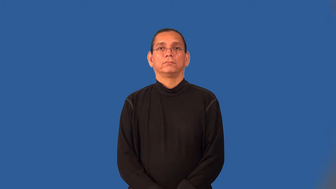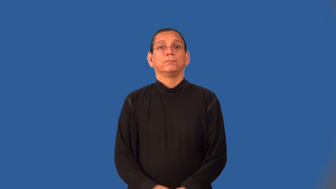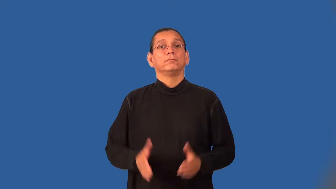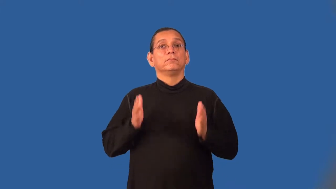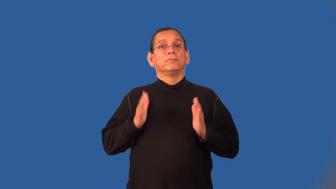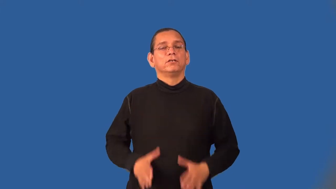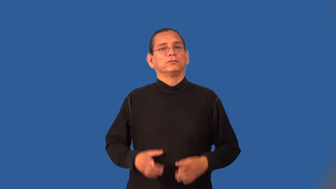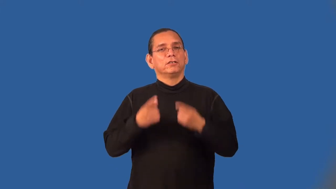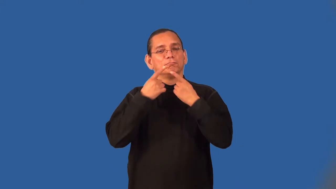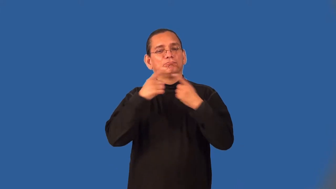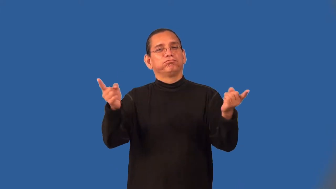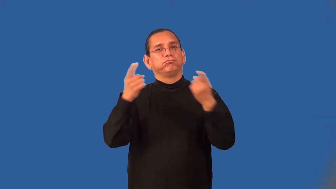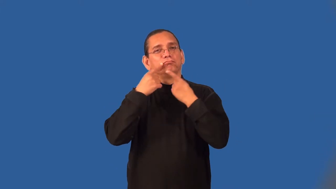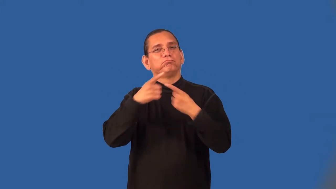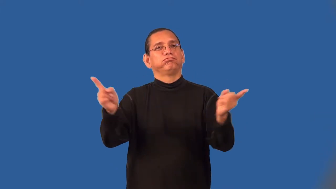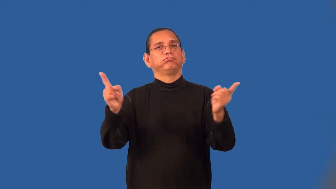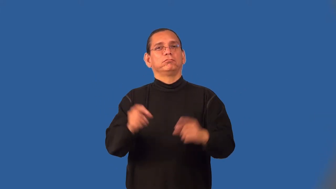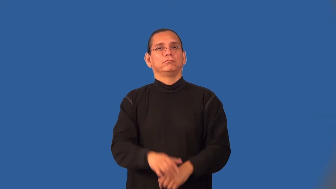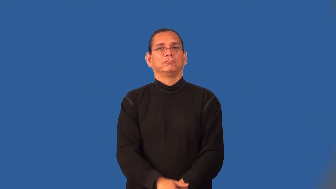broadcaster,telecaster